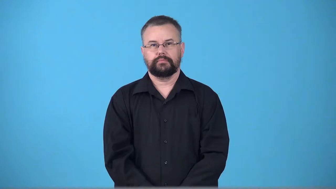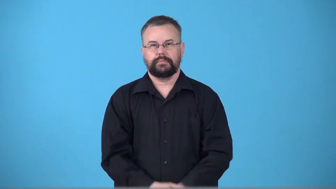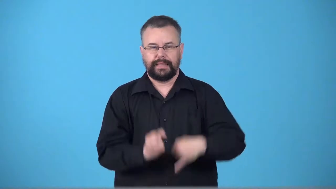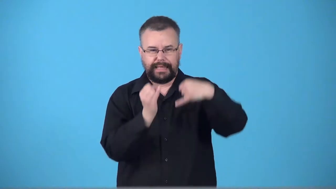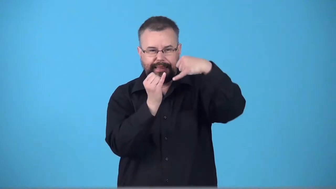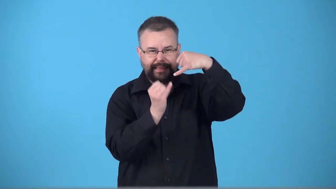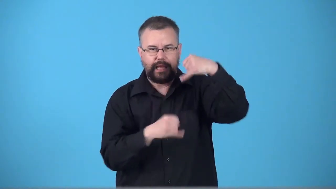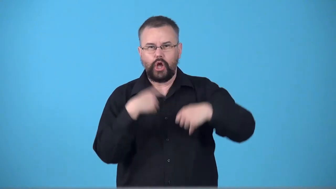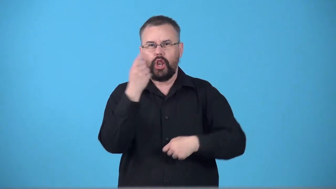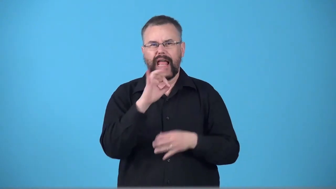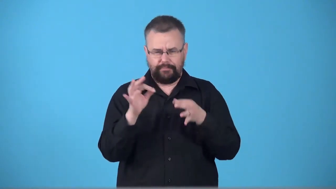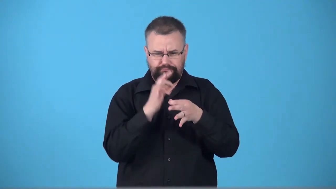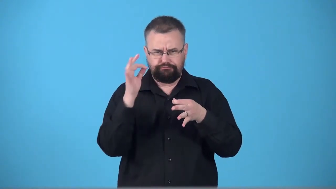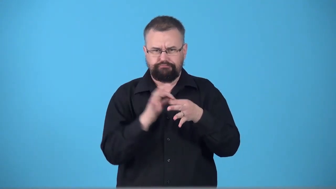threadlike,thready